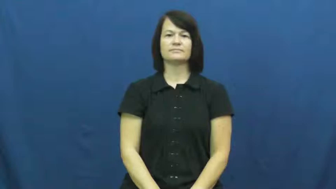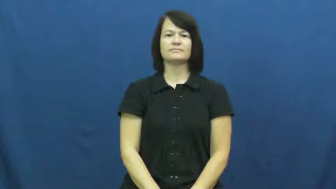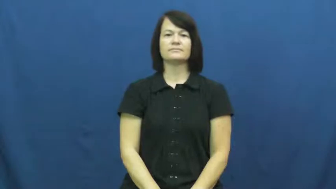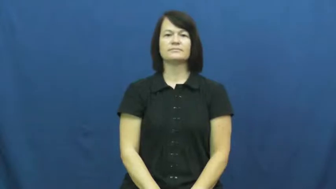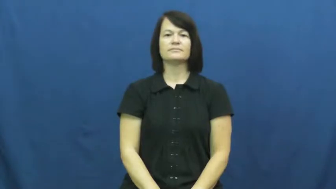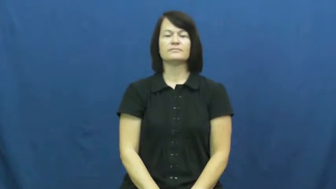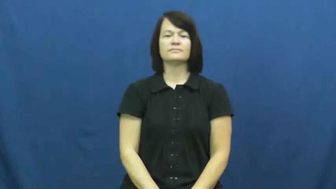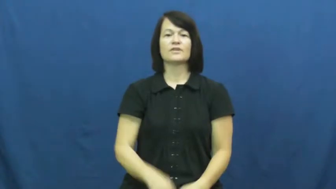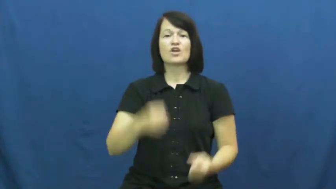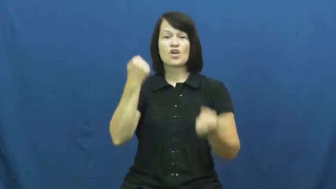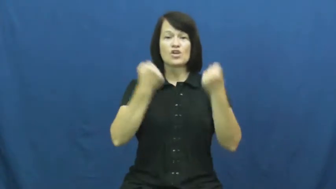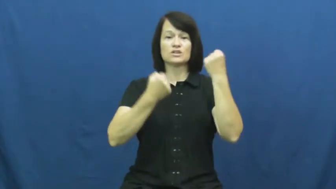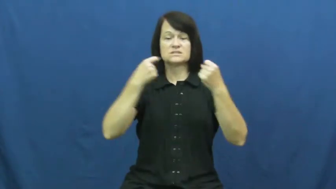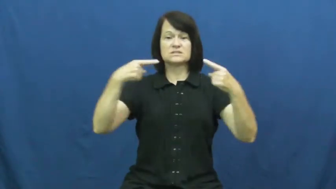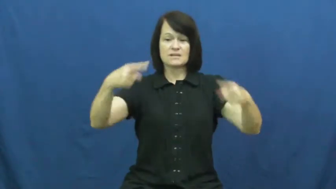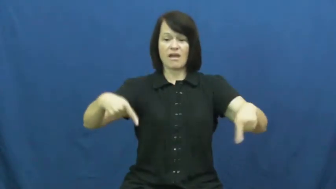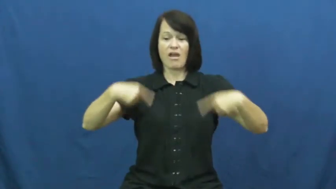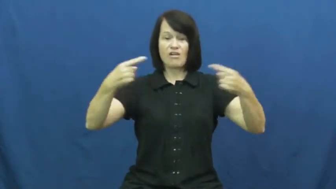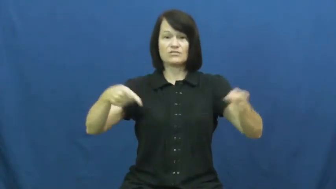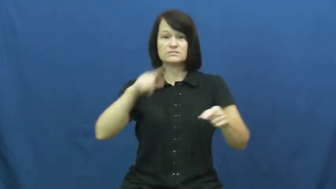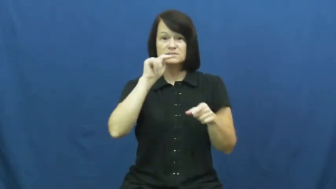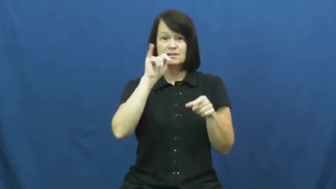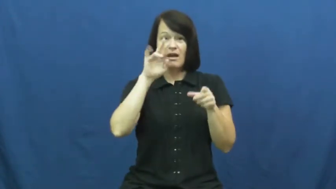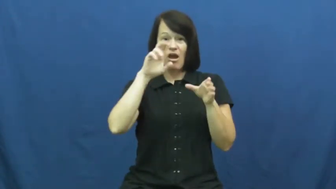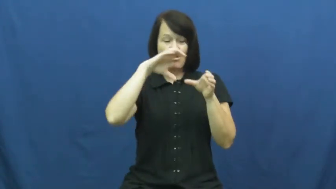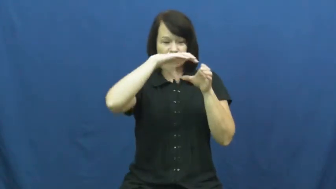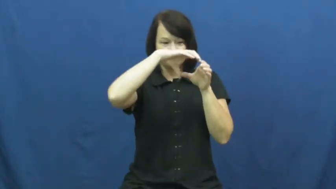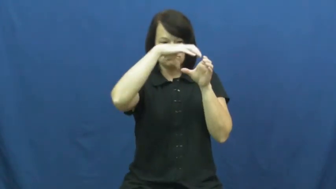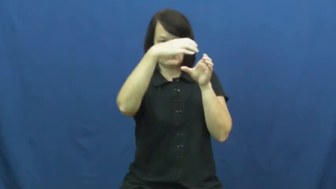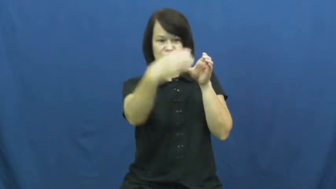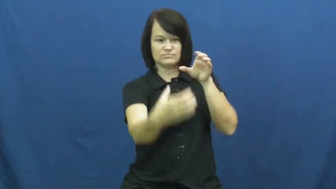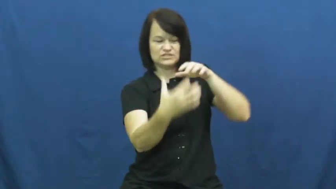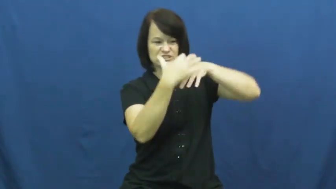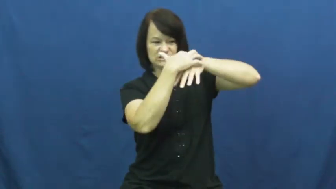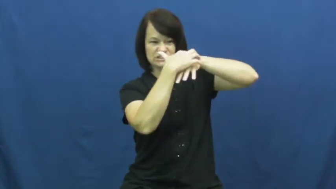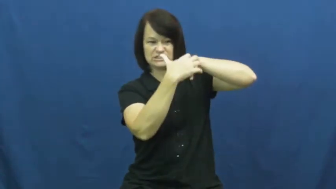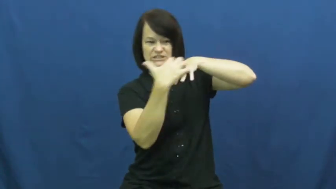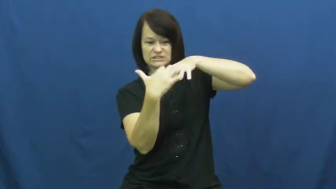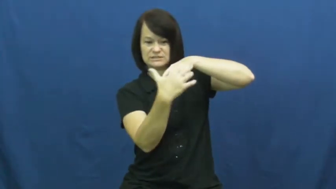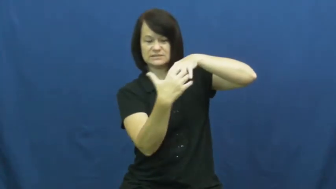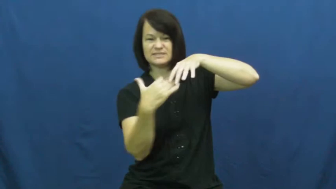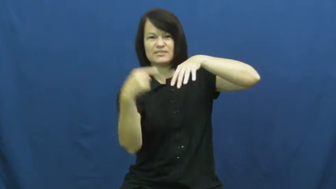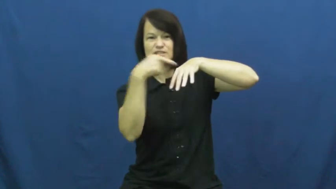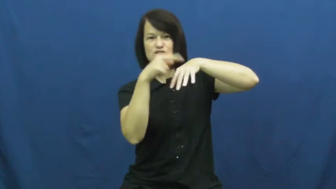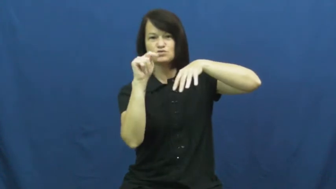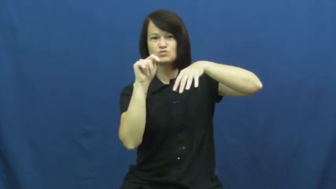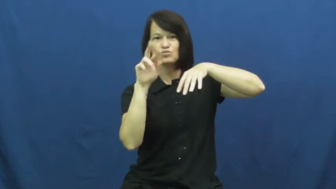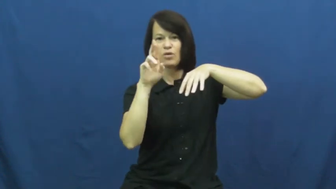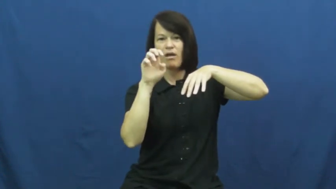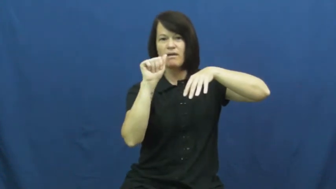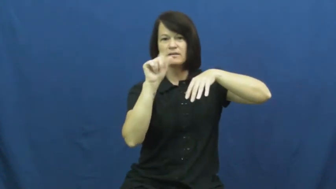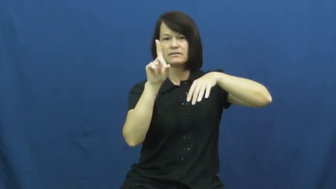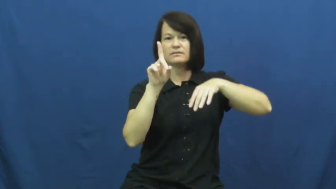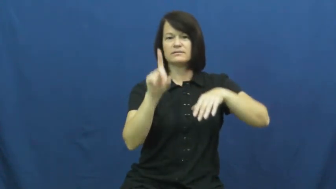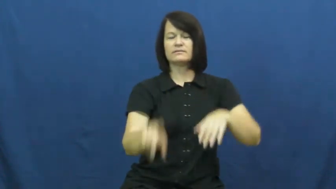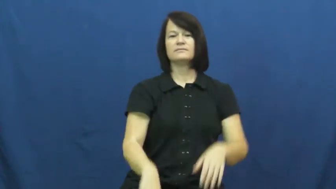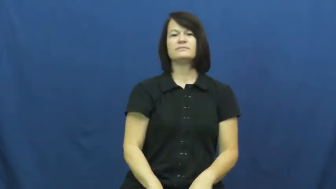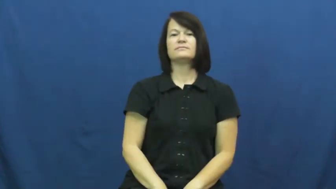tread-tire